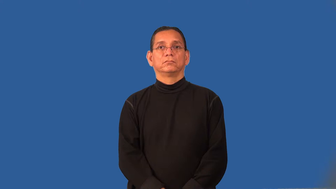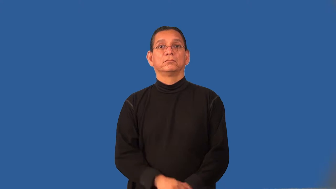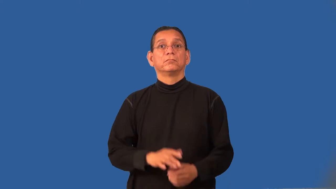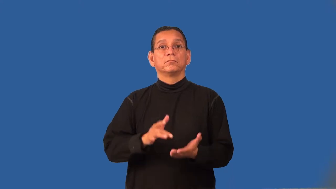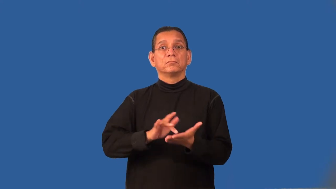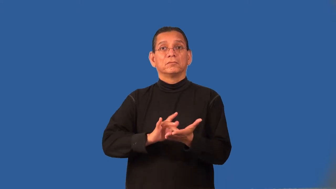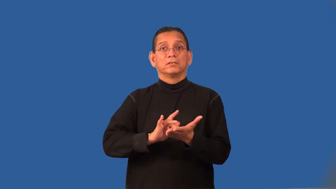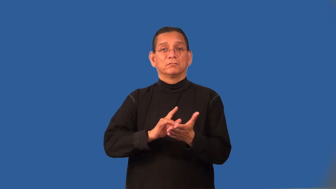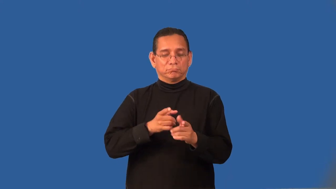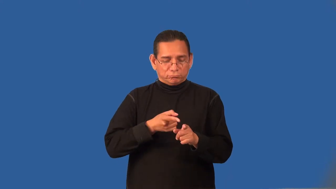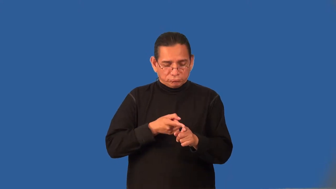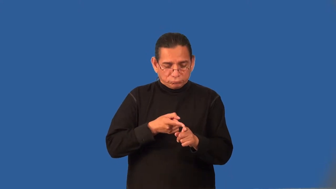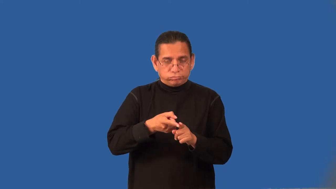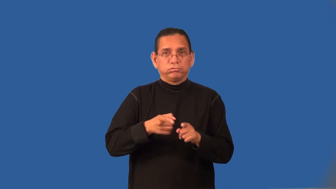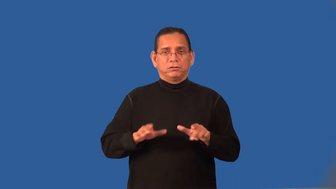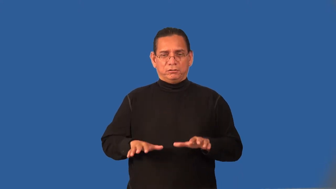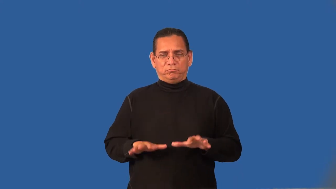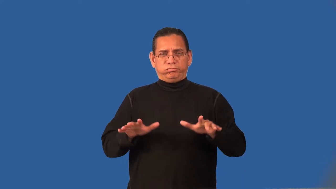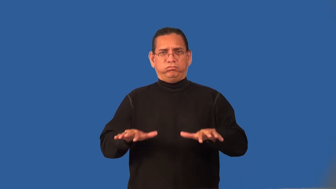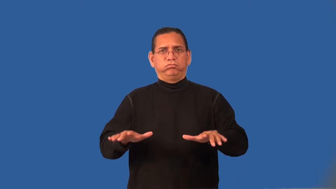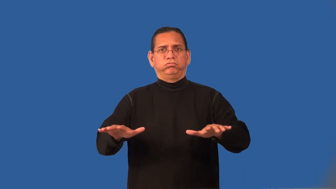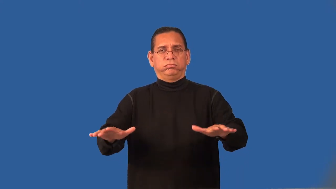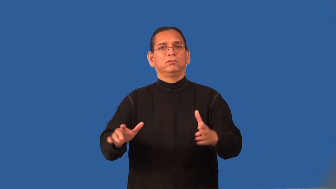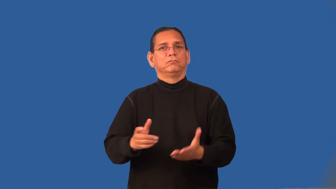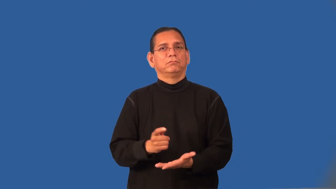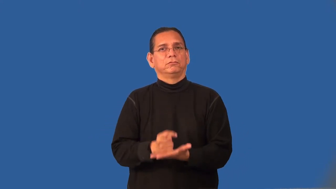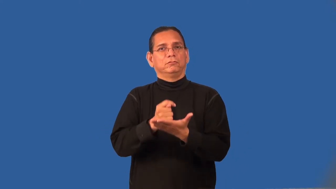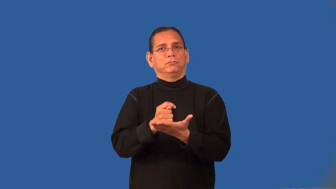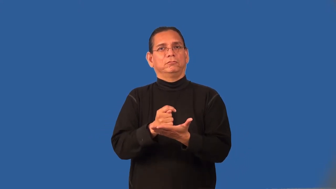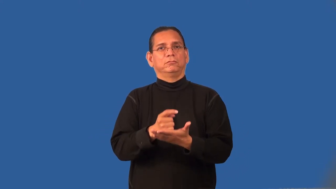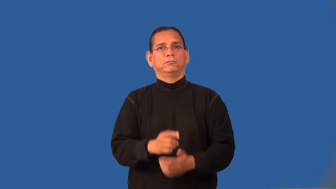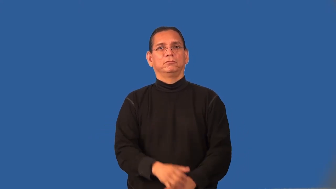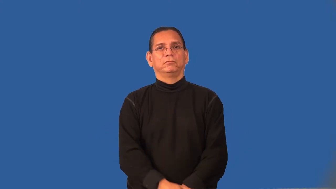radiology